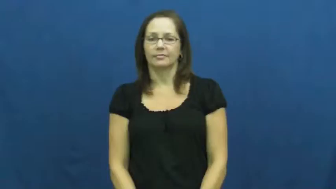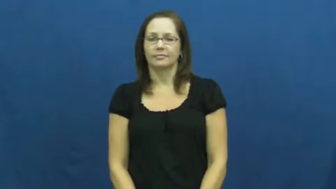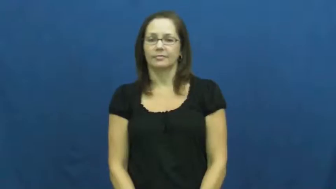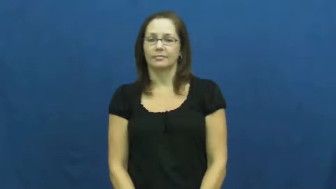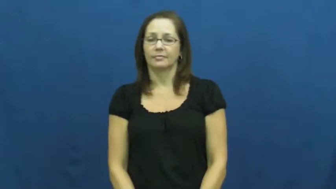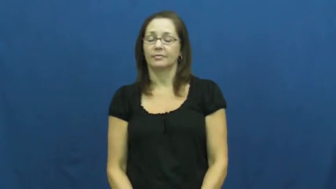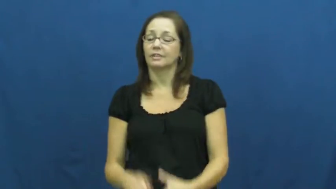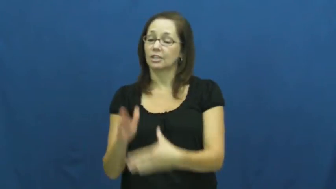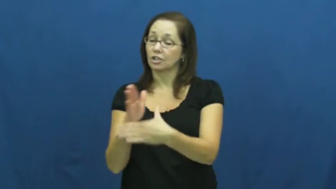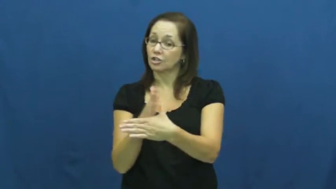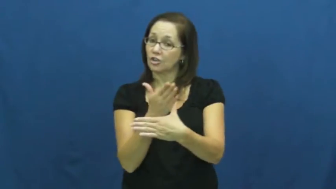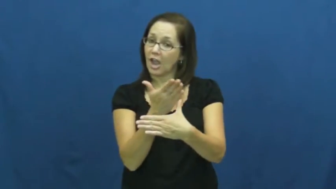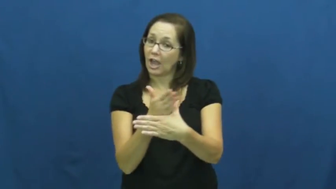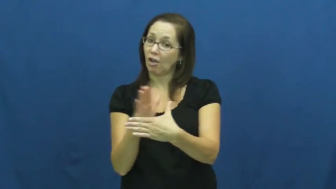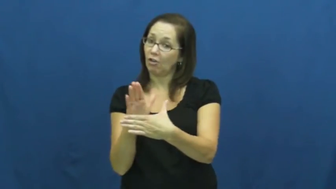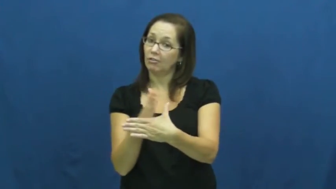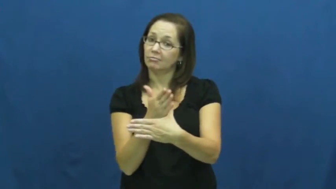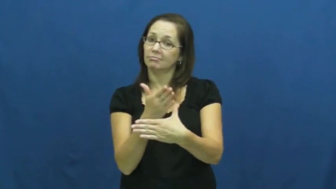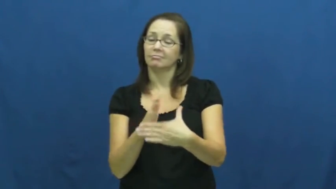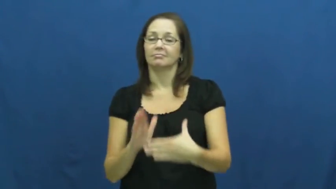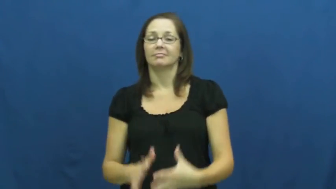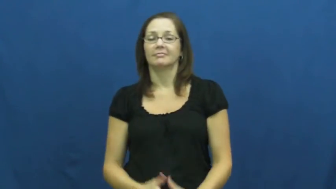divvy up,divide up,parcel out,divide into